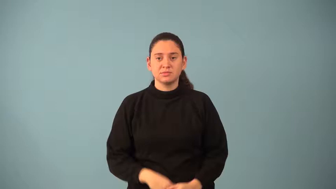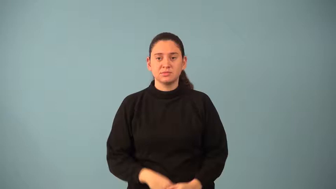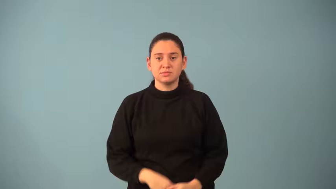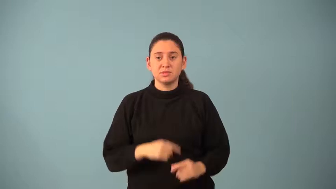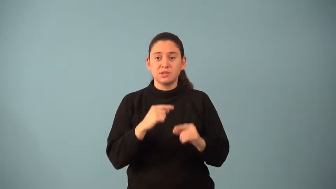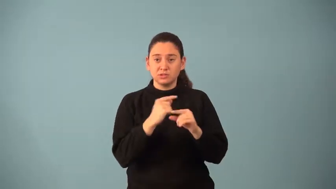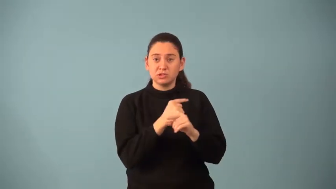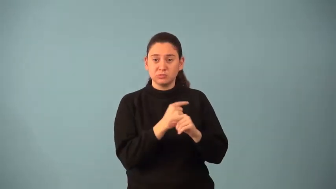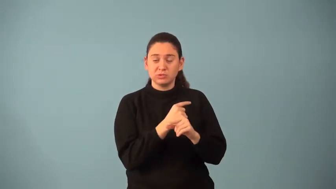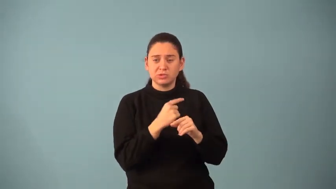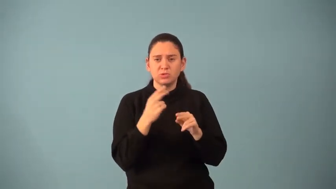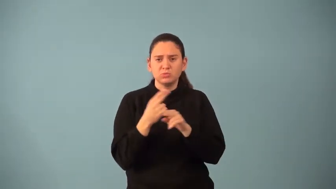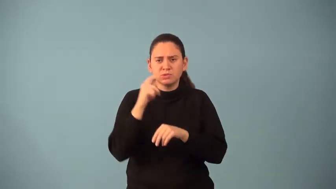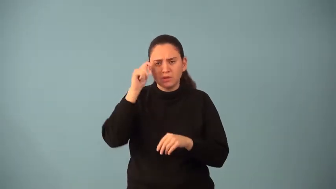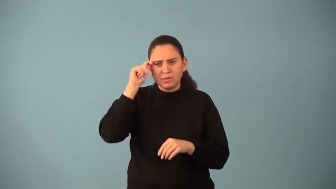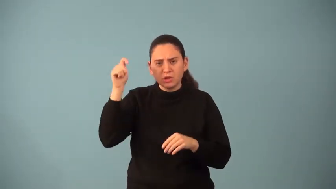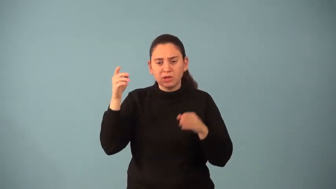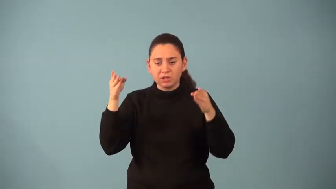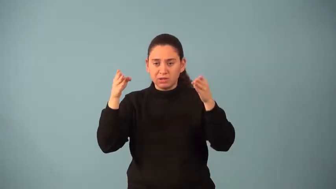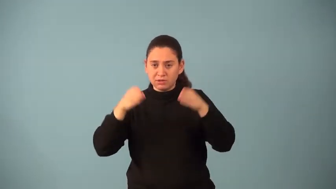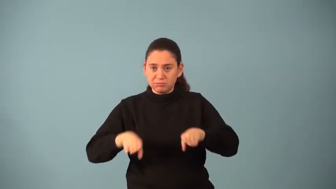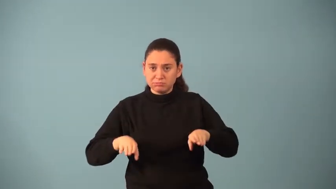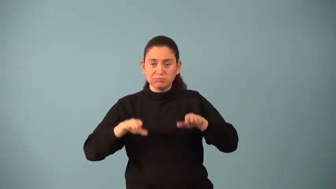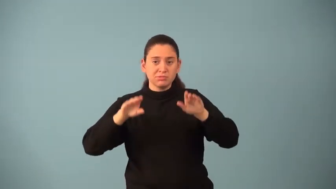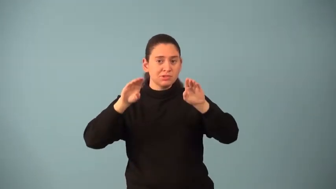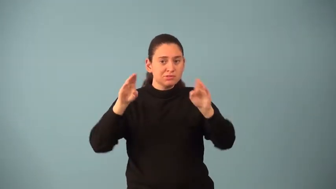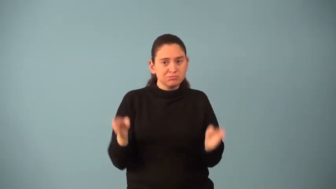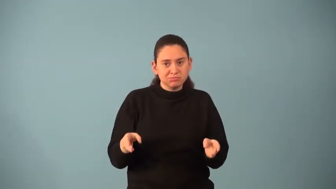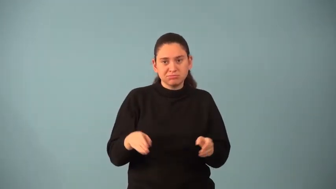non-euclidian geometry